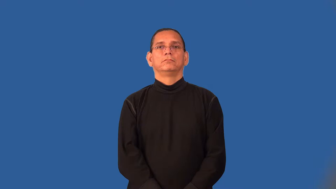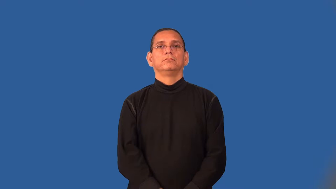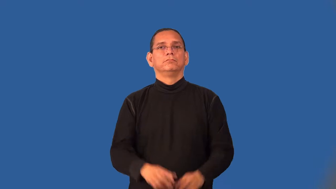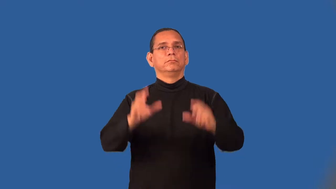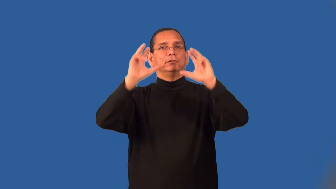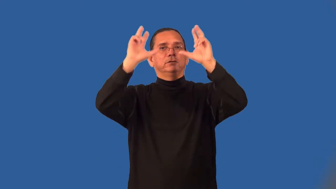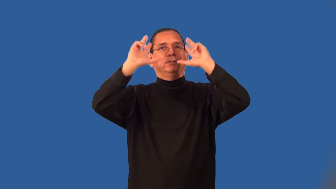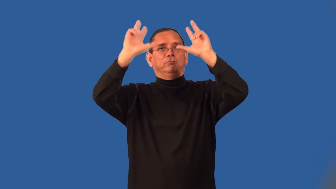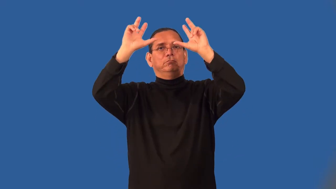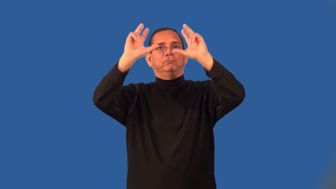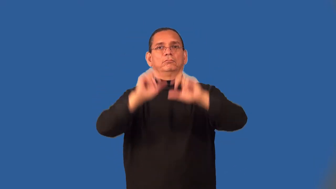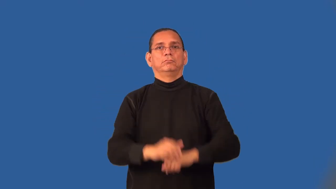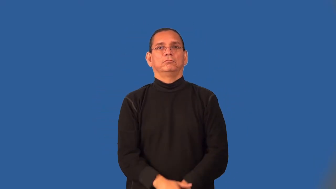set-volleyball pass